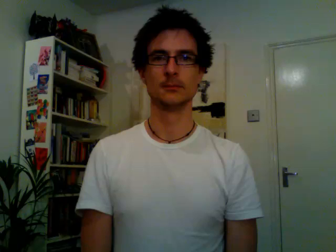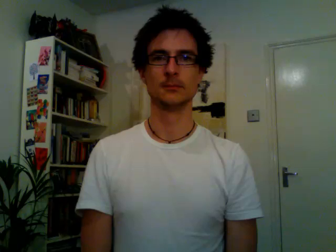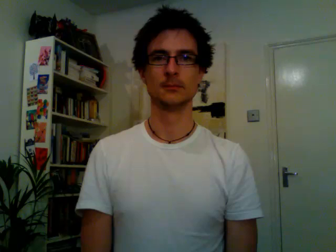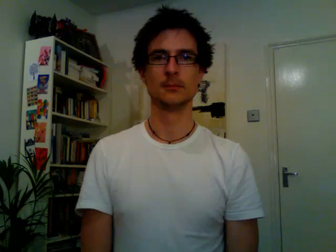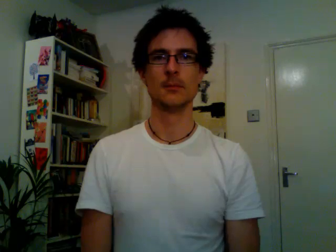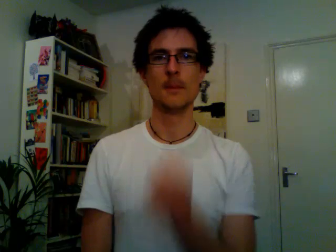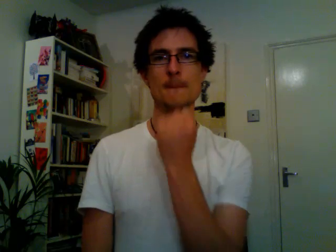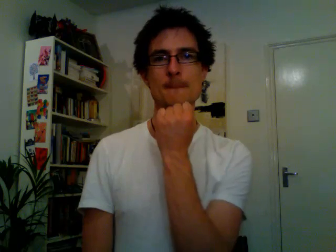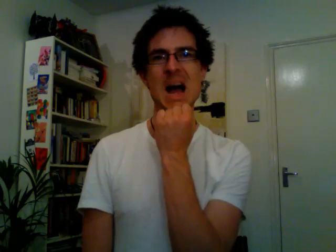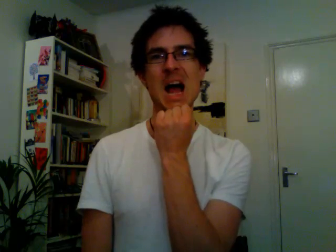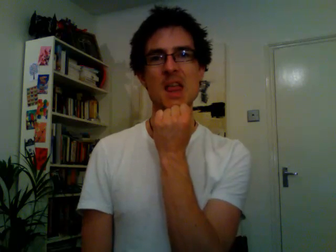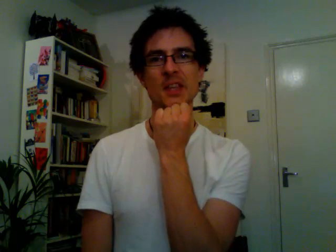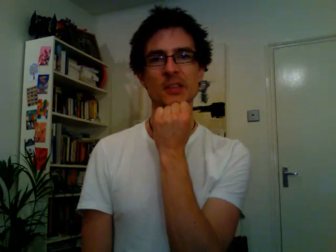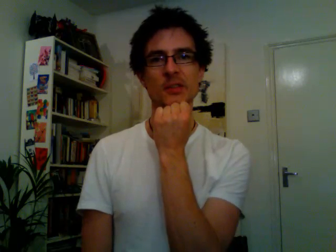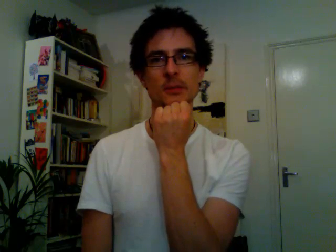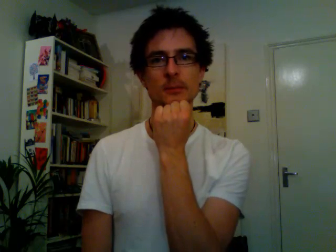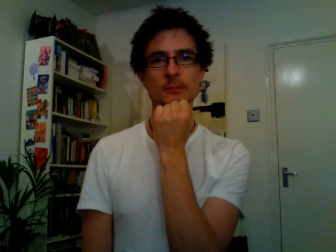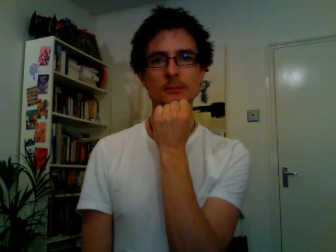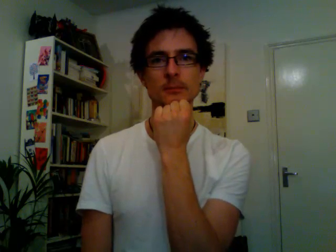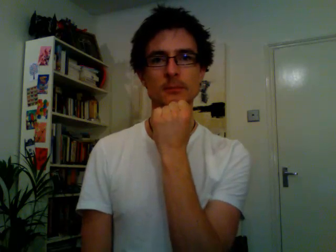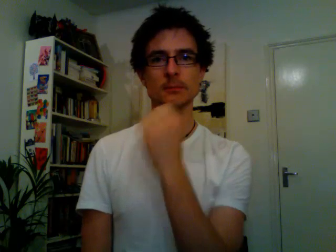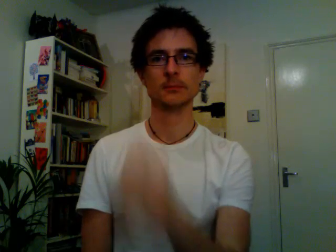maths